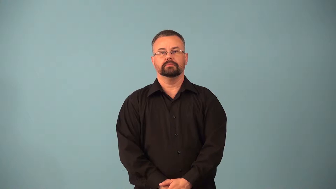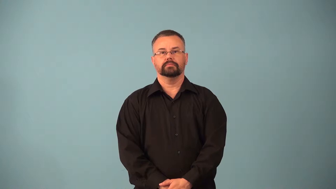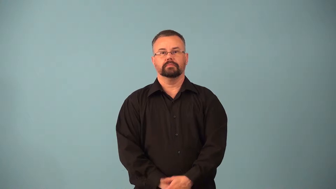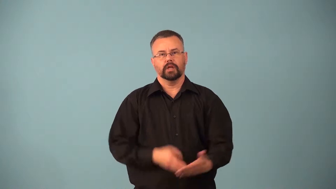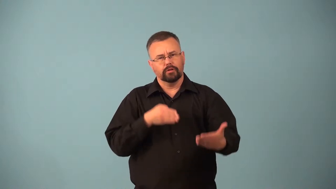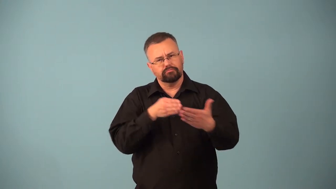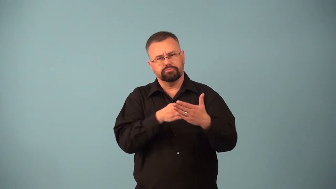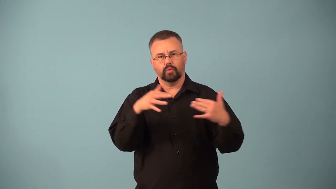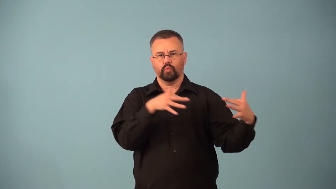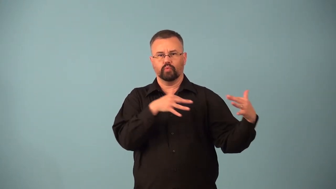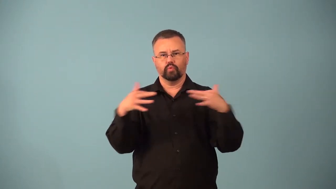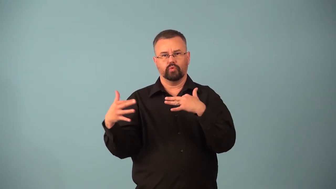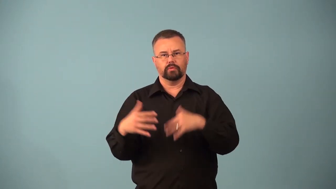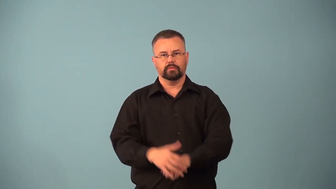antiwar